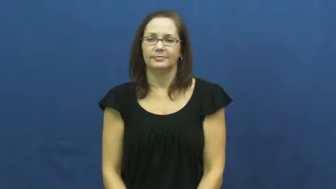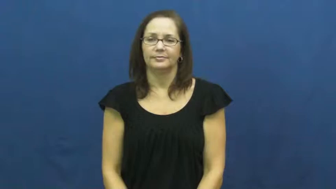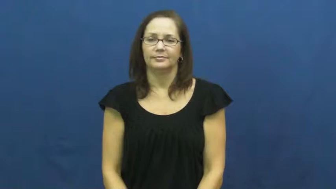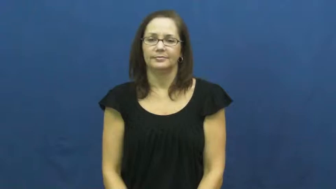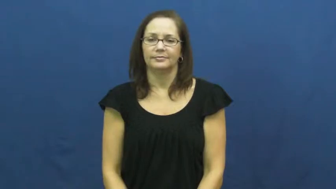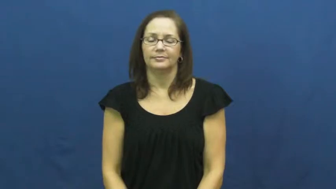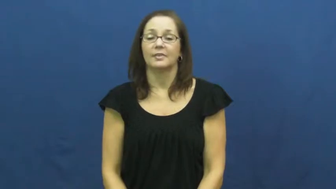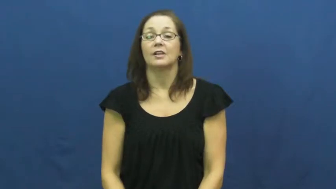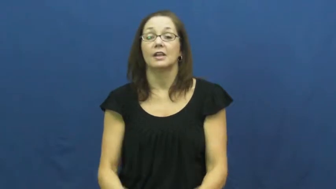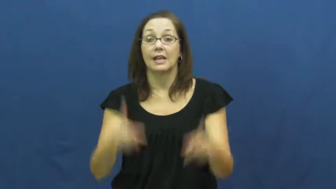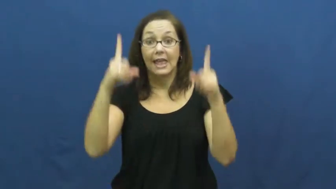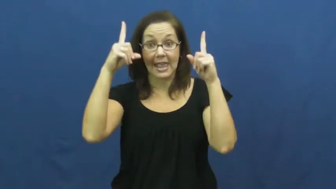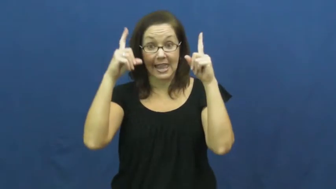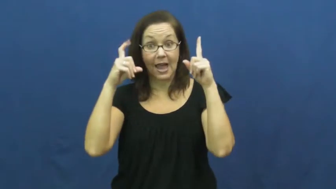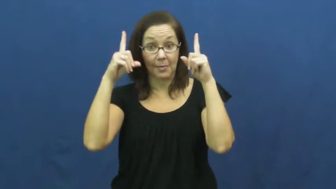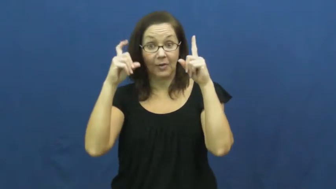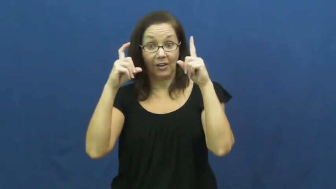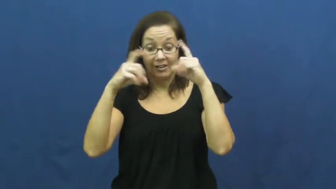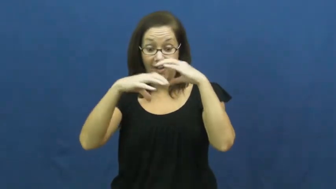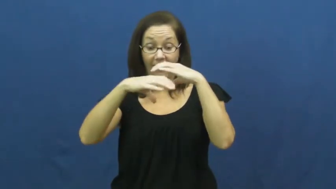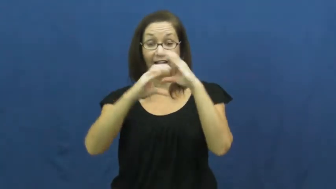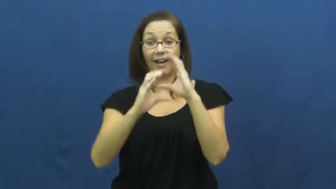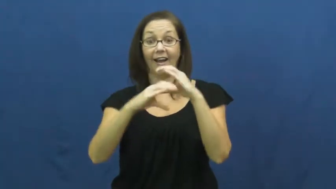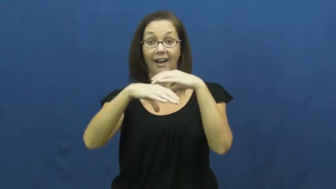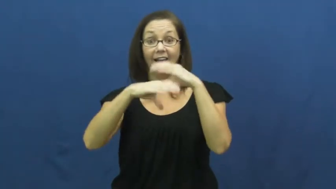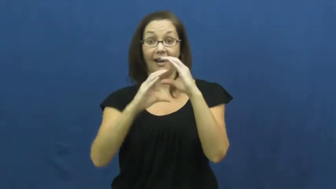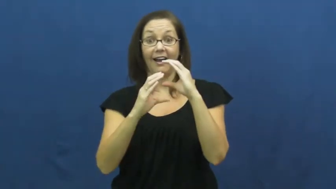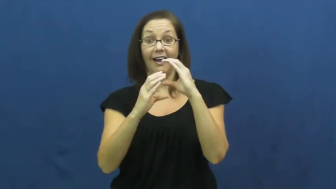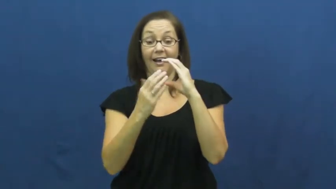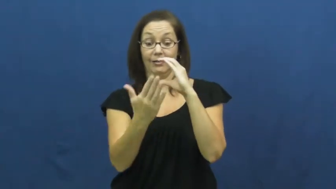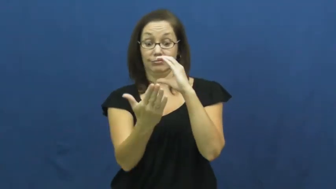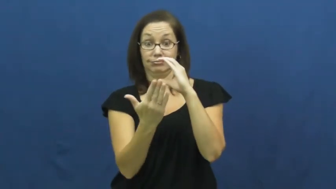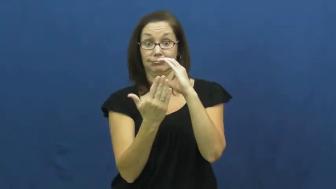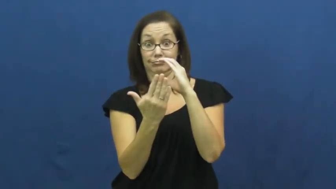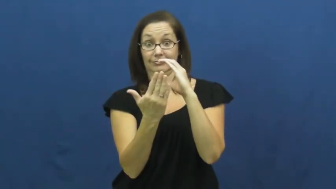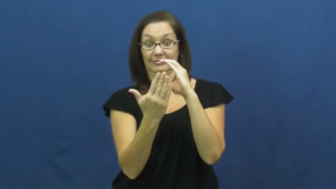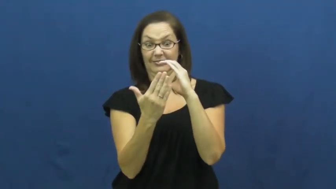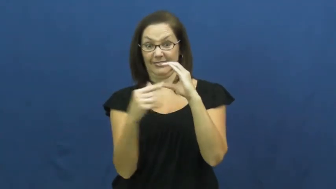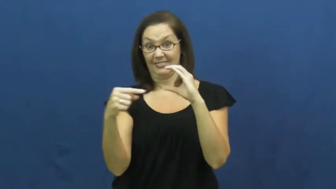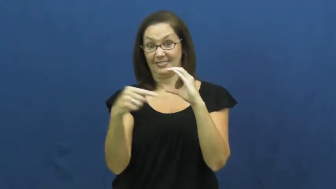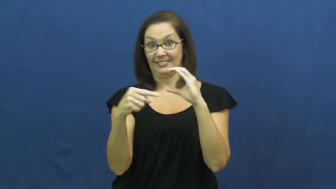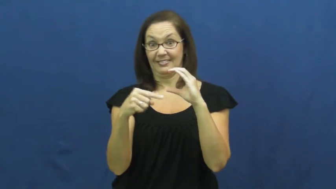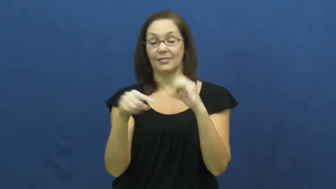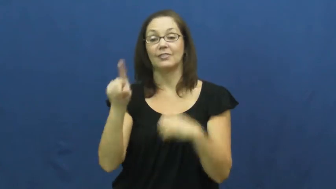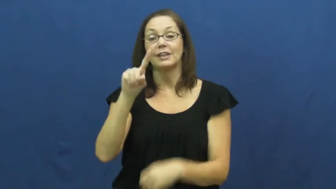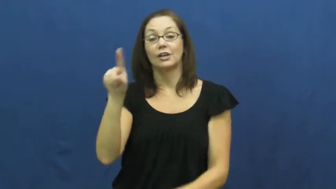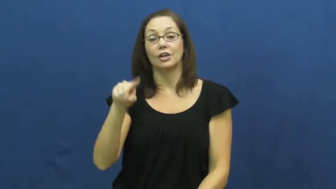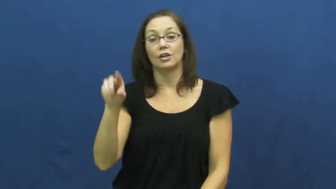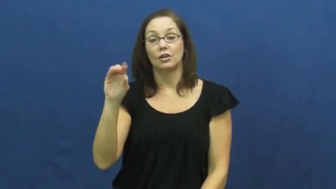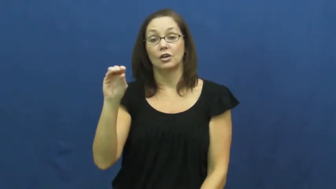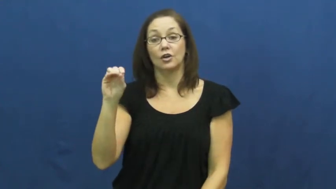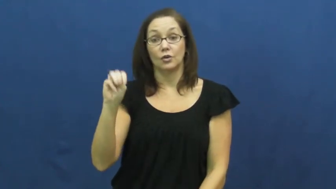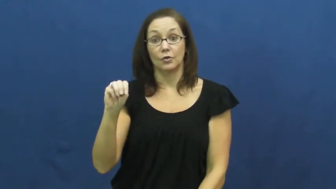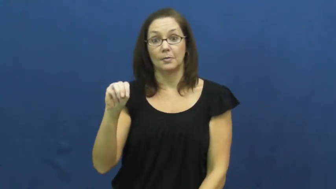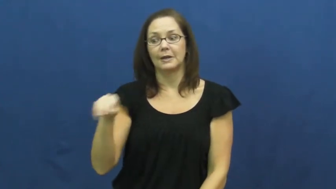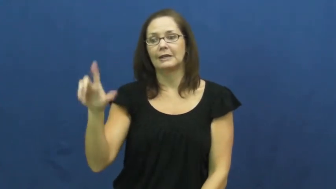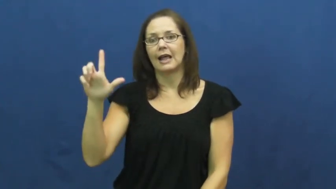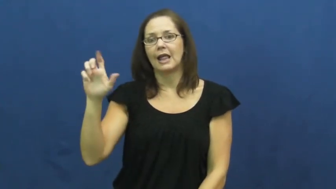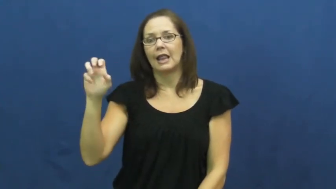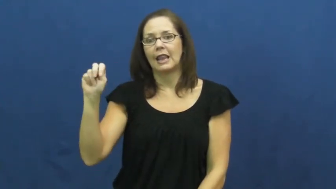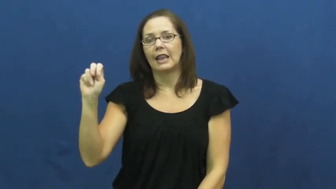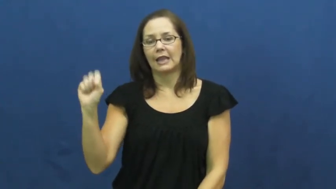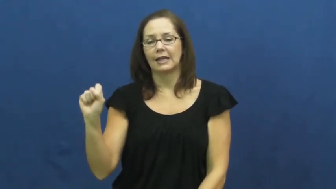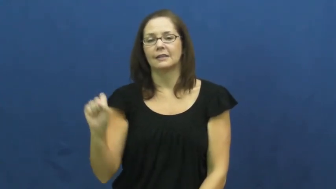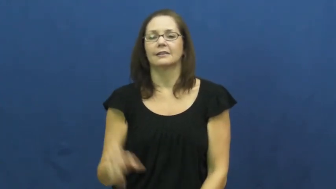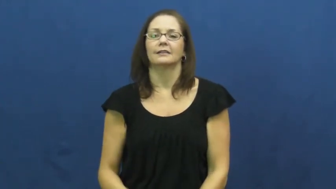zoom-lens